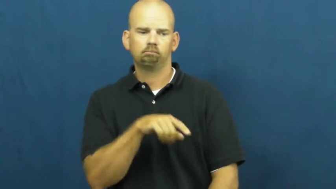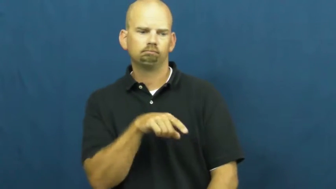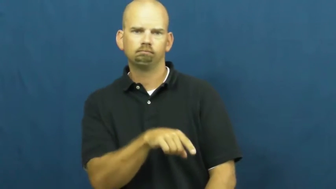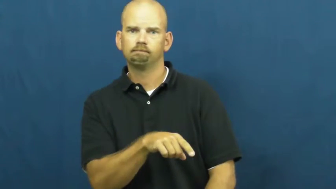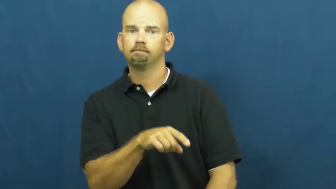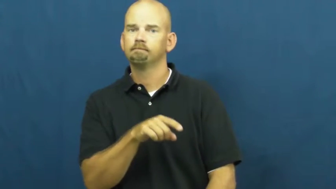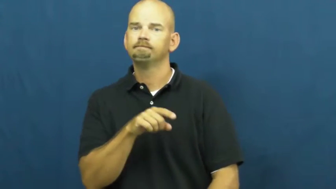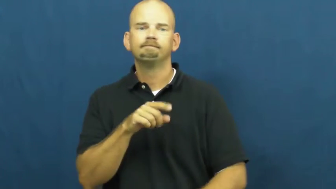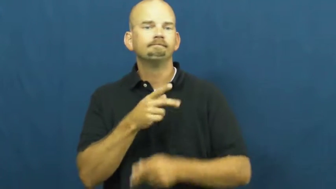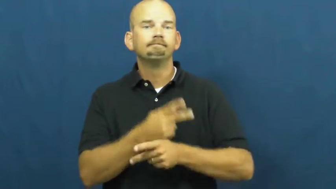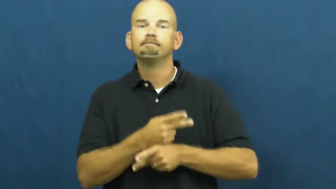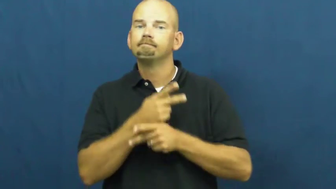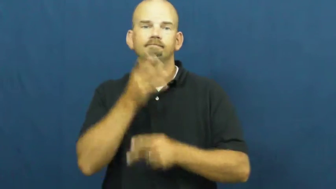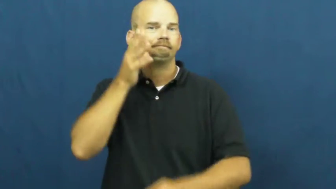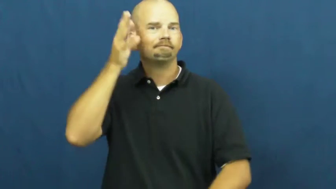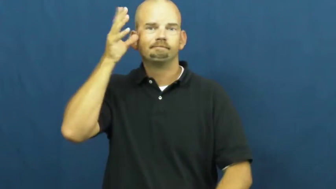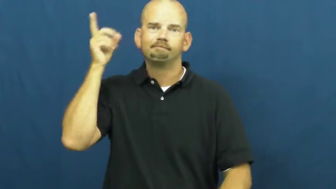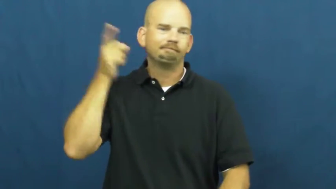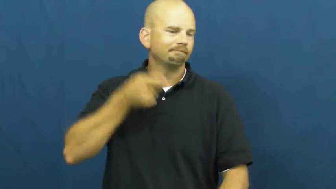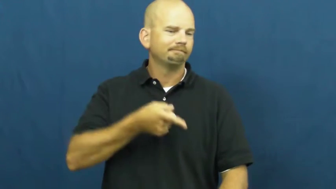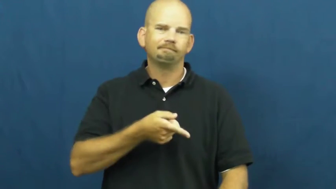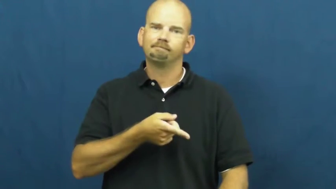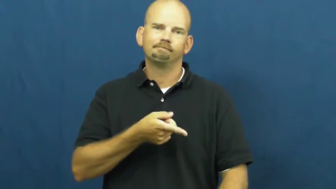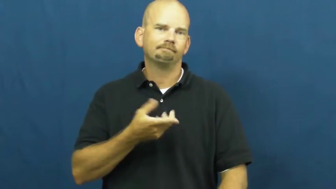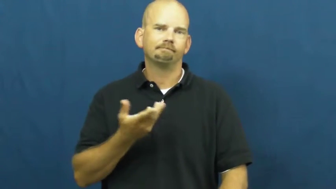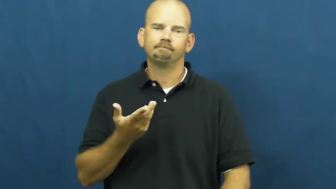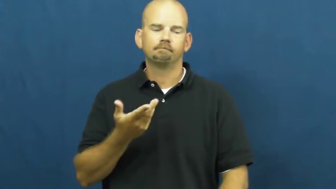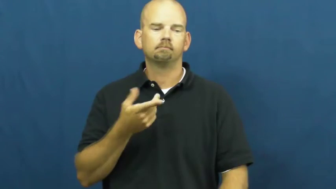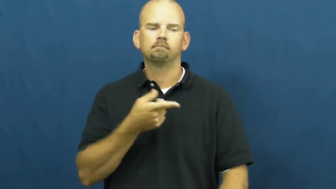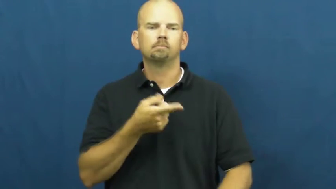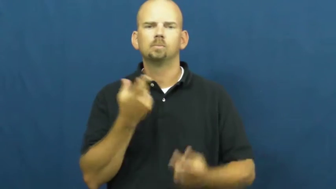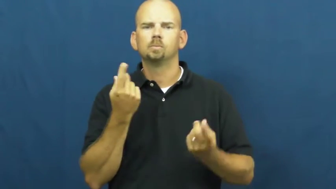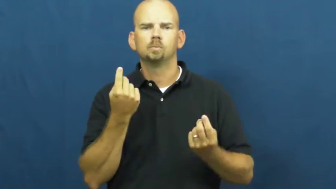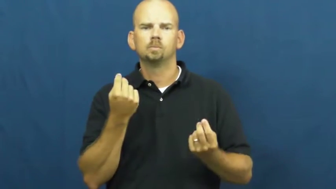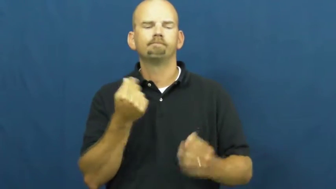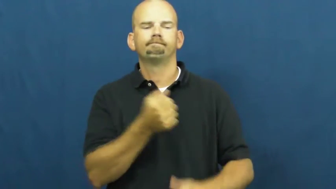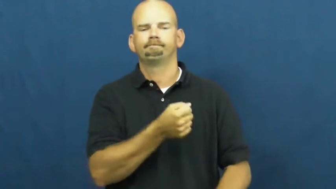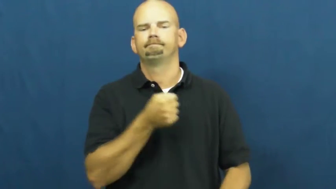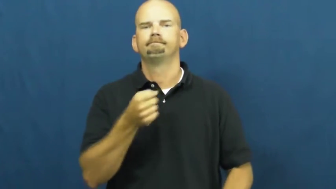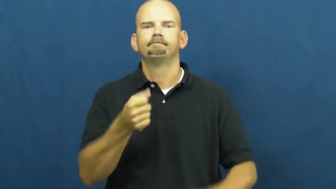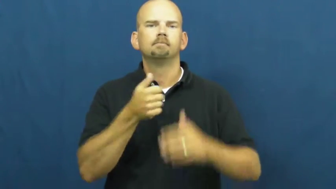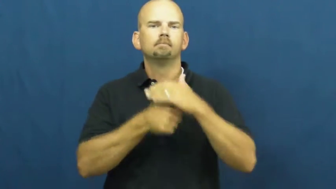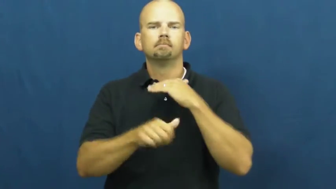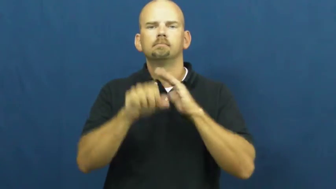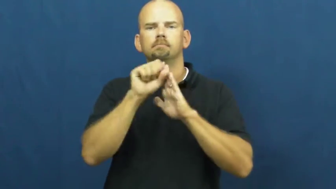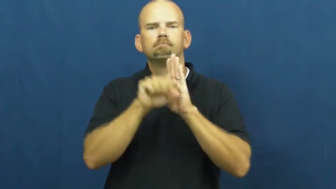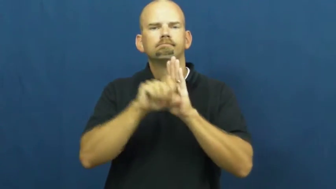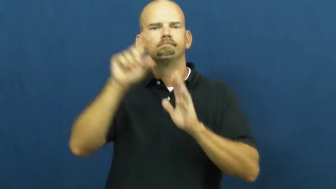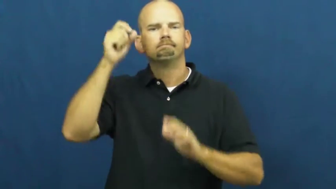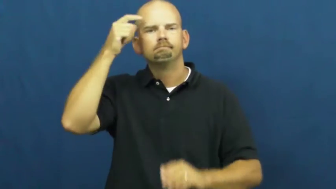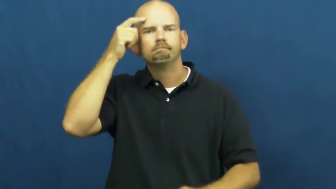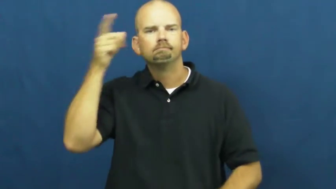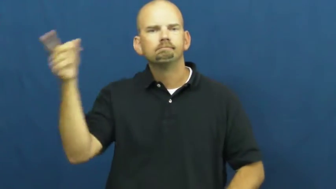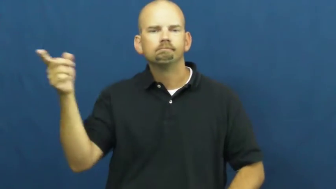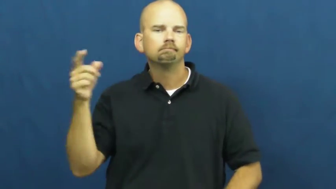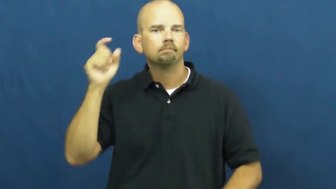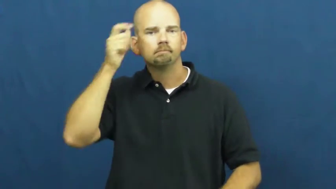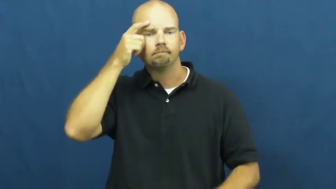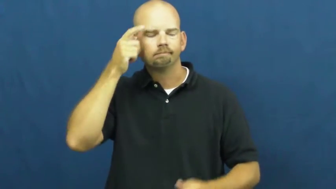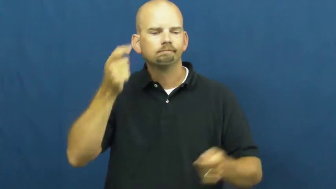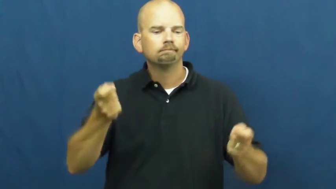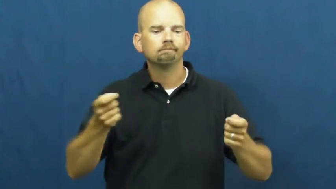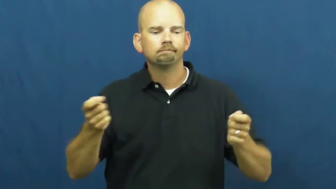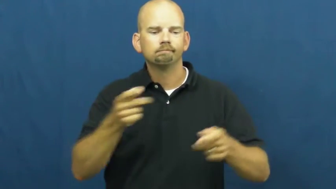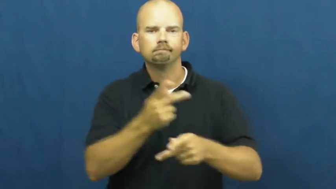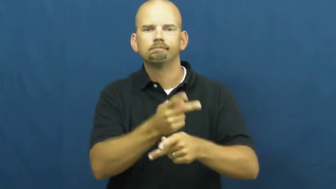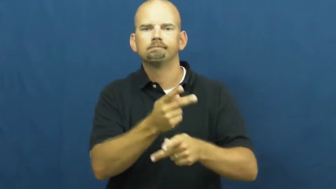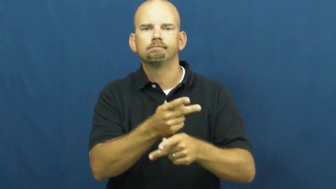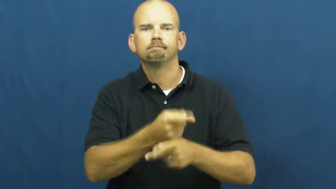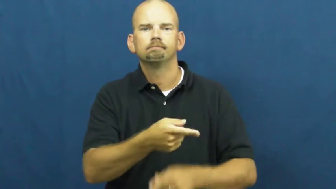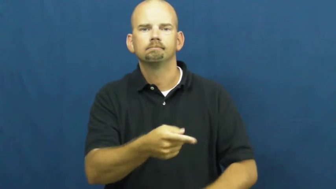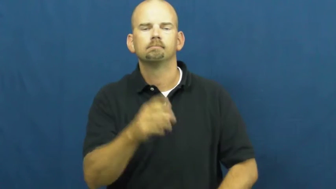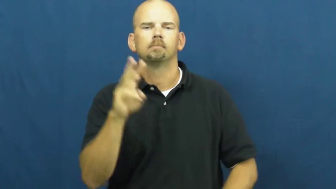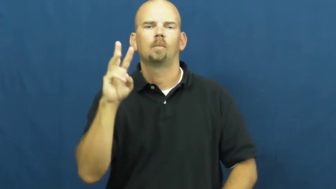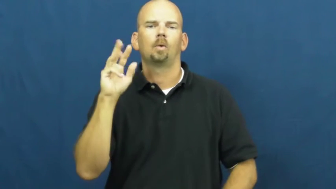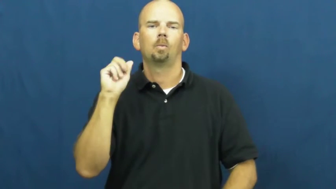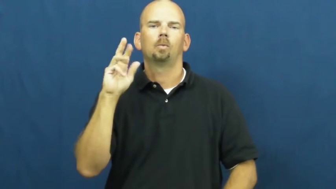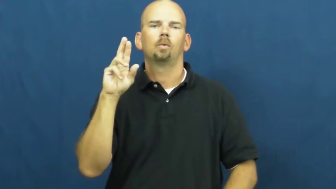ward-child